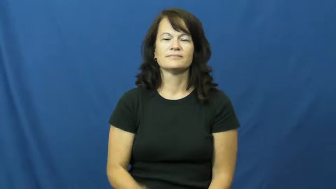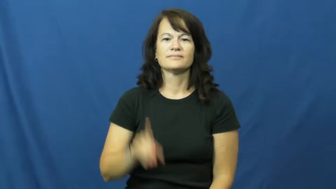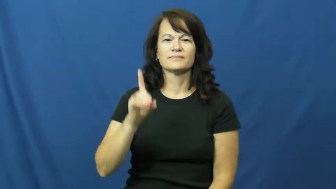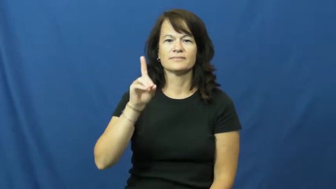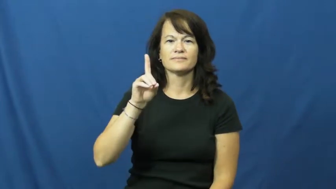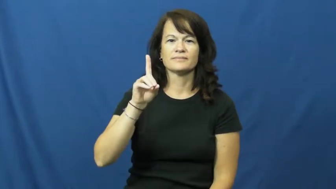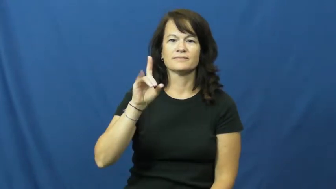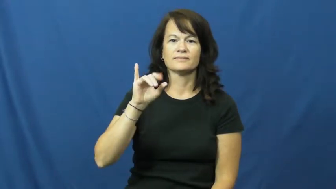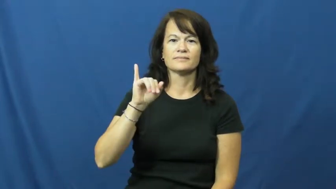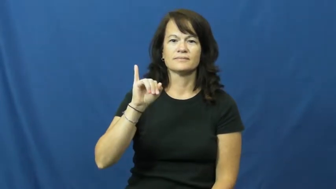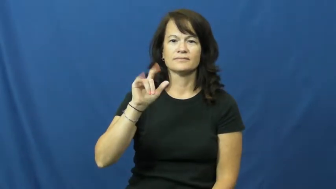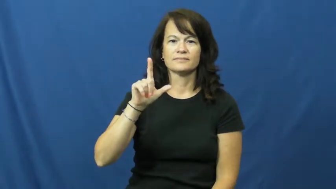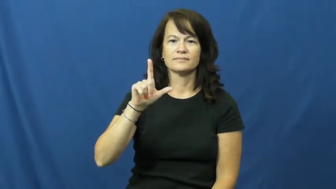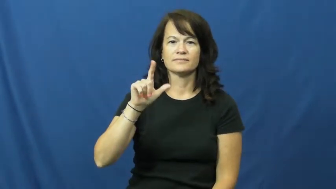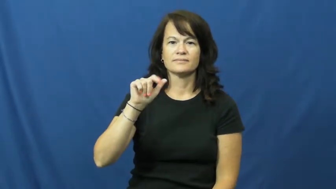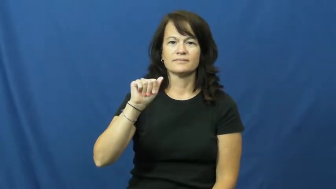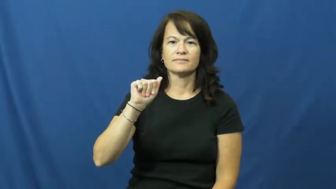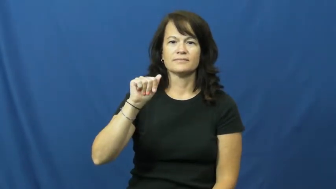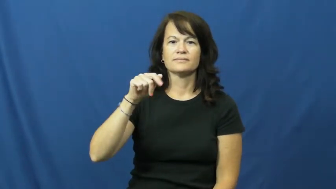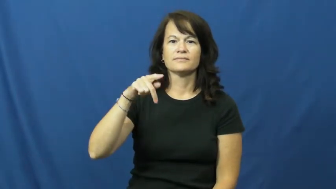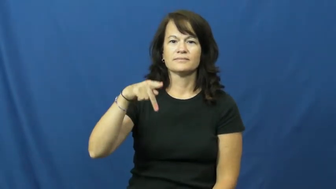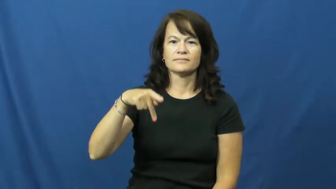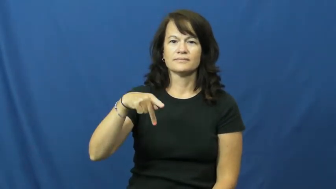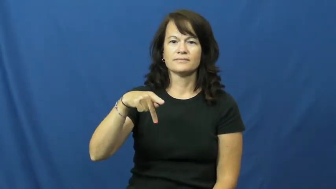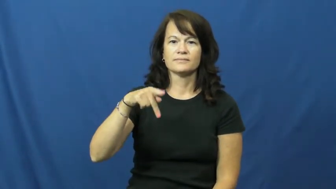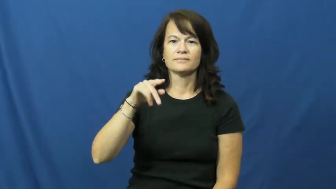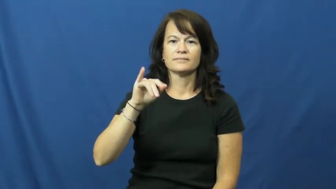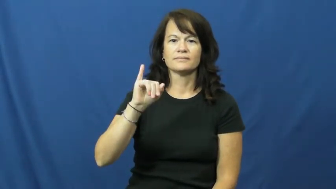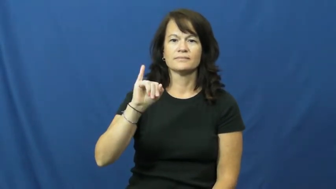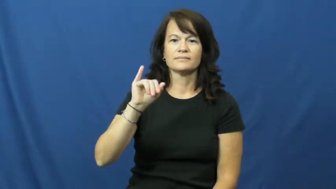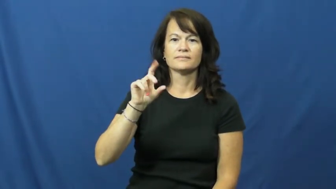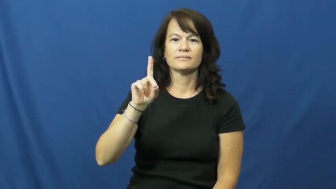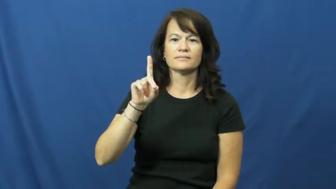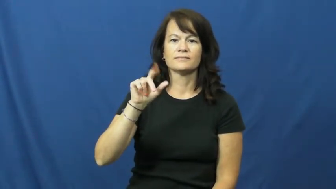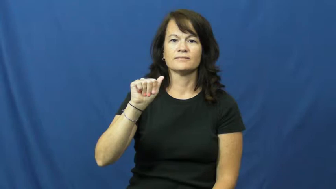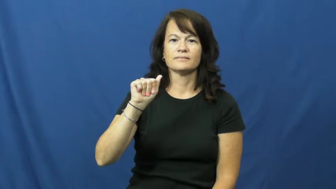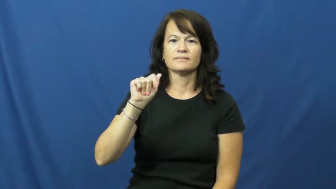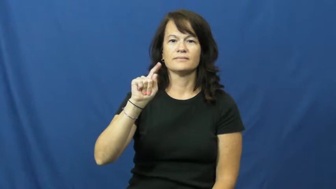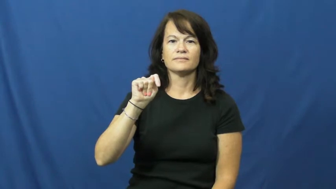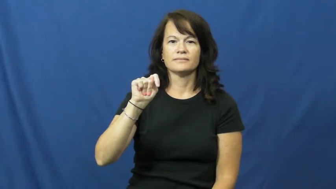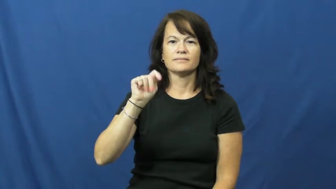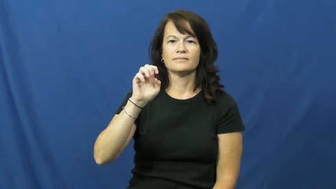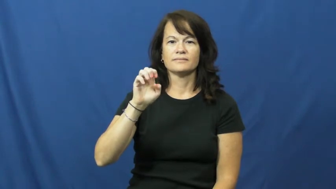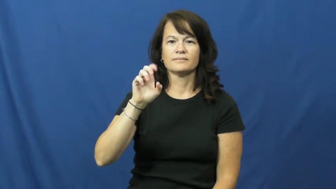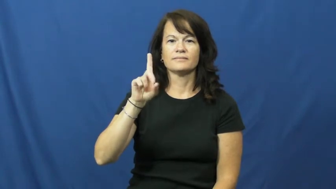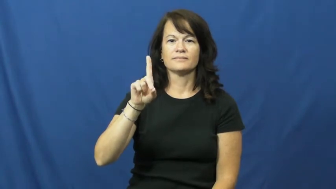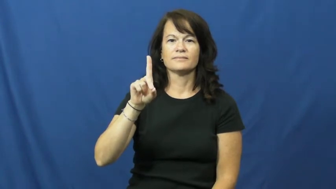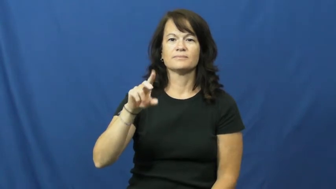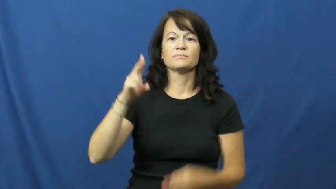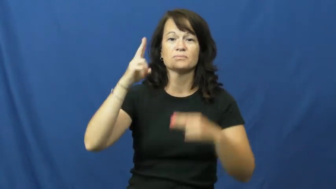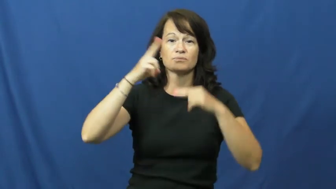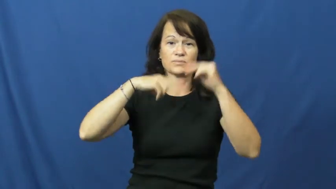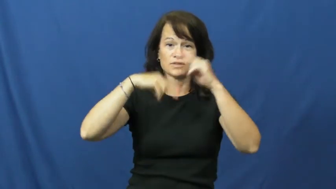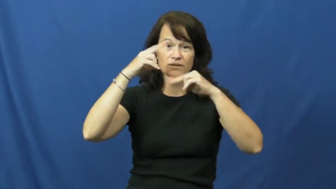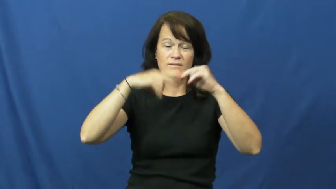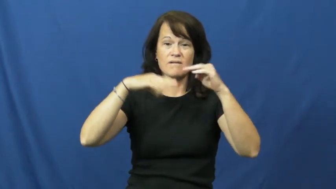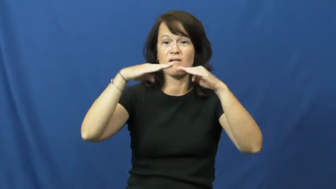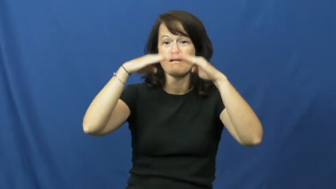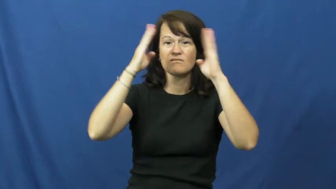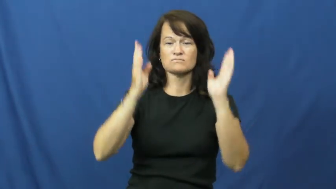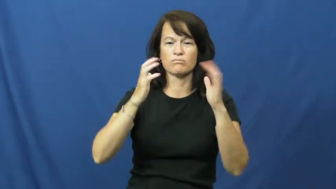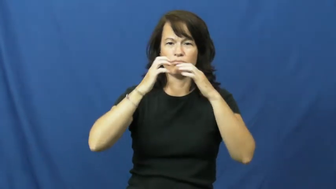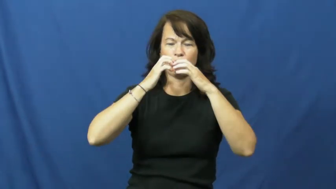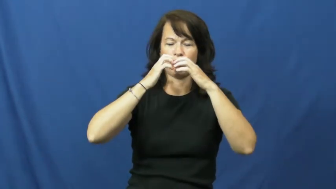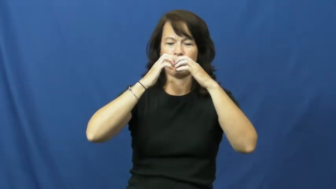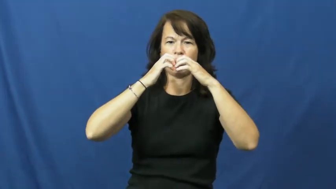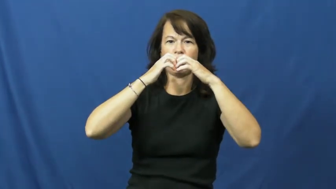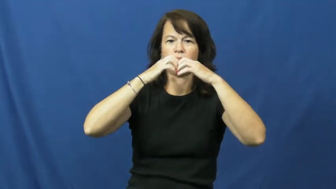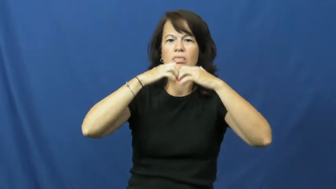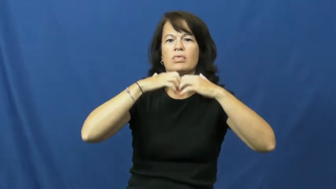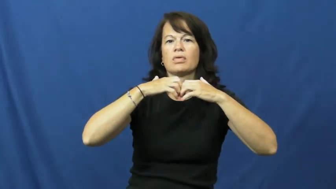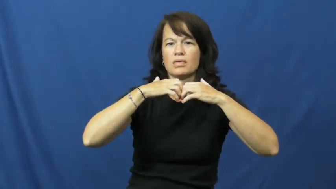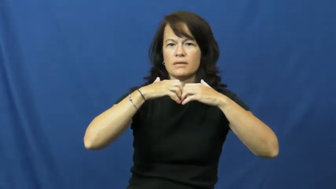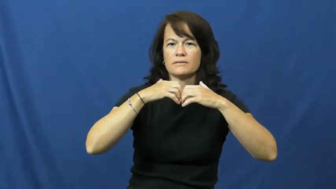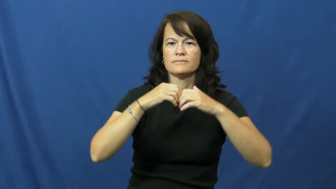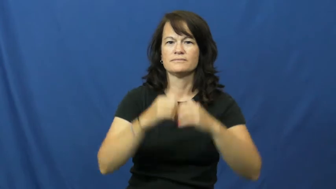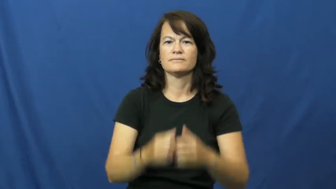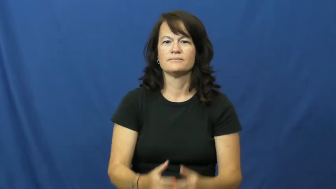dilapidated